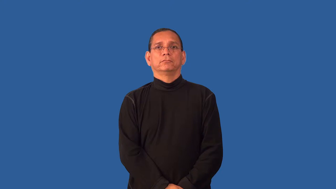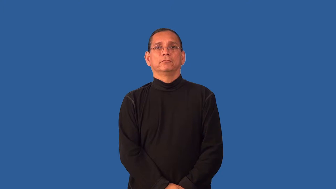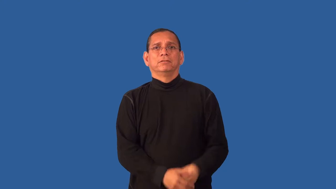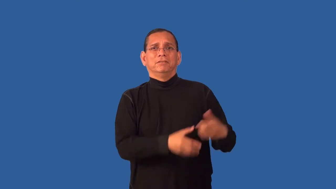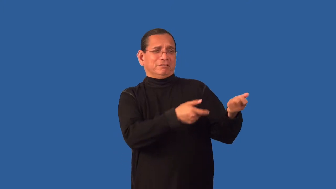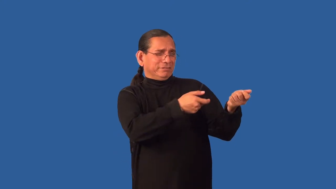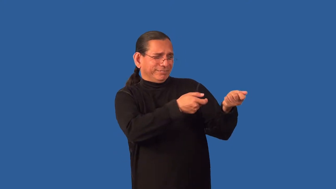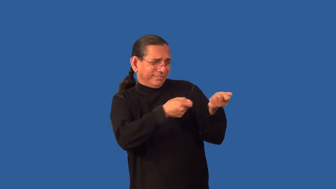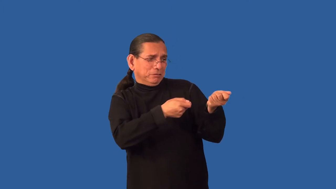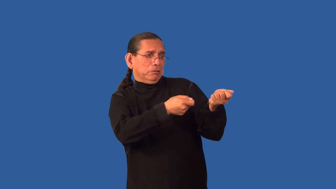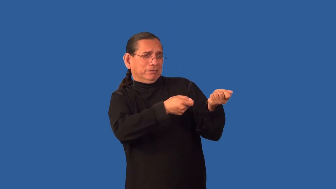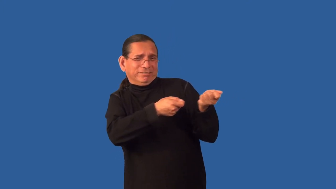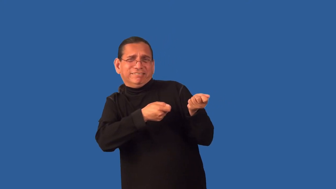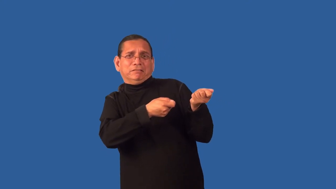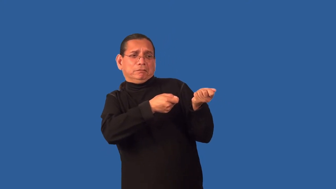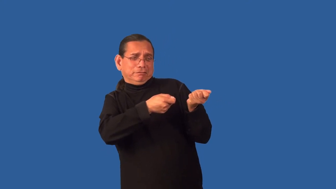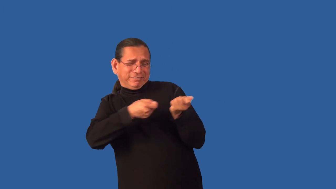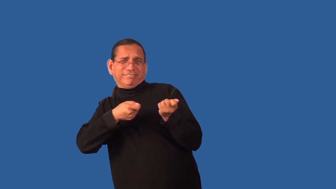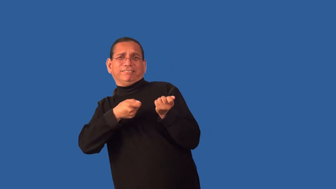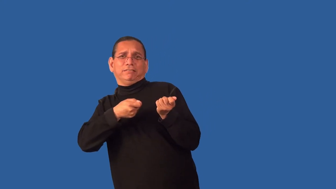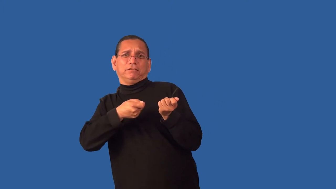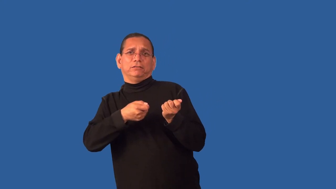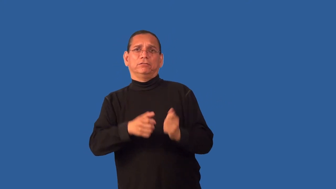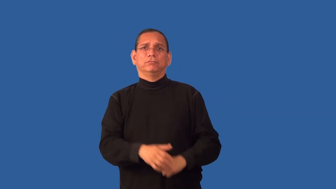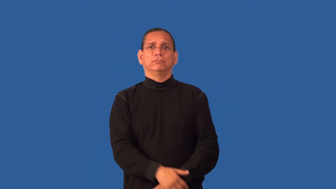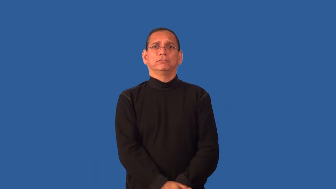drag,draught-pull